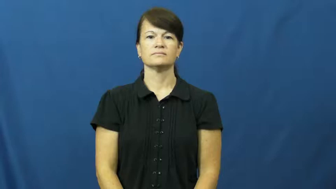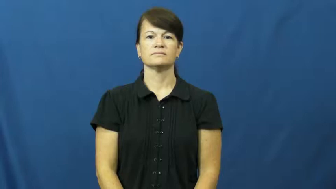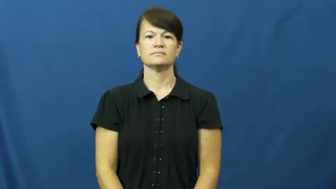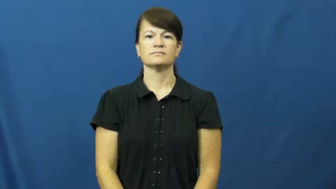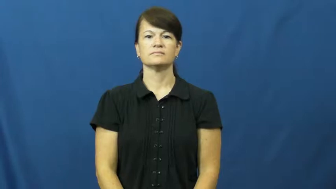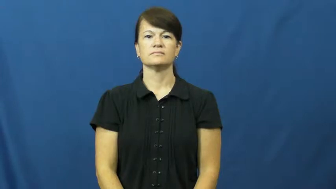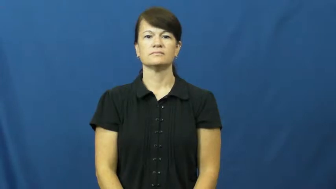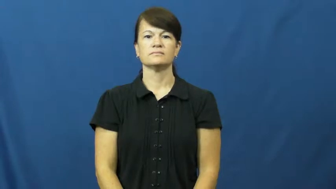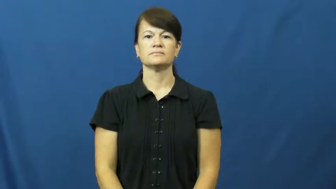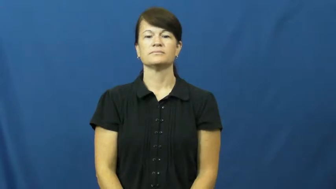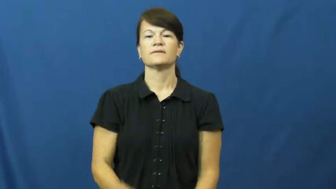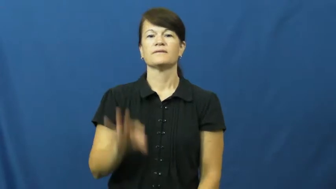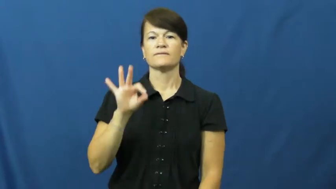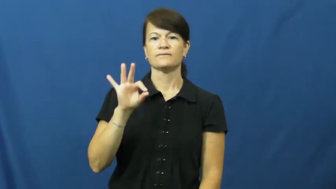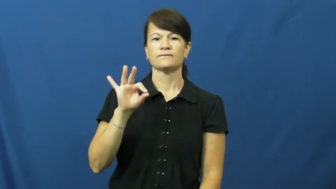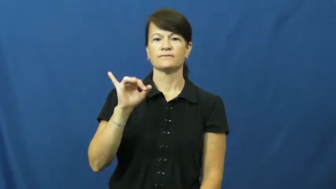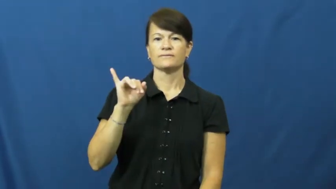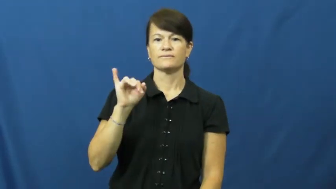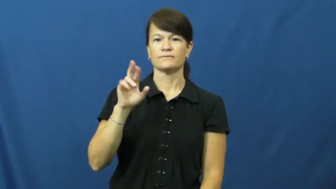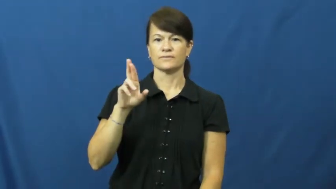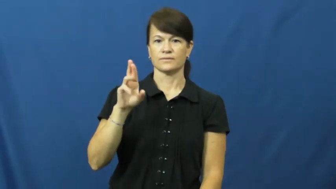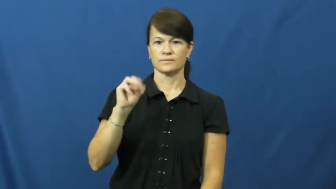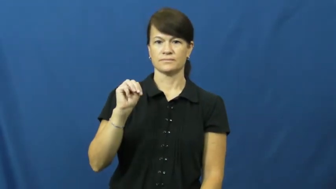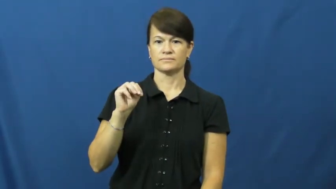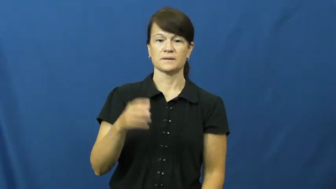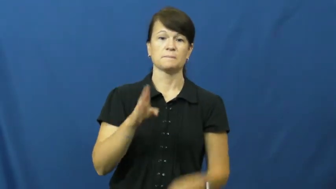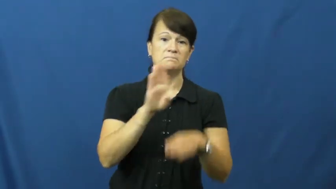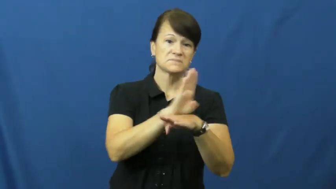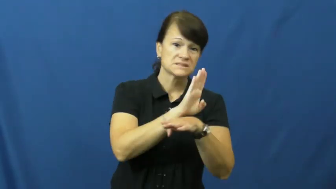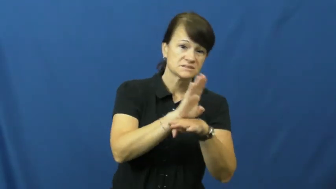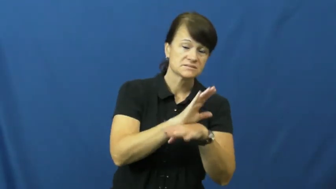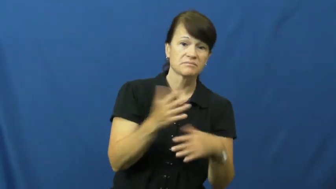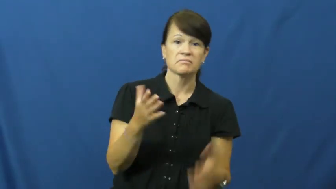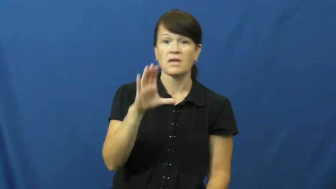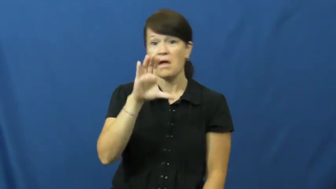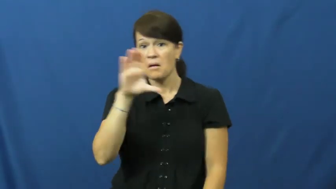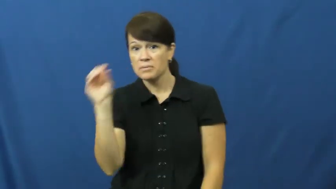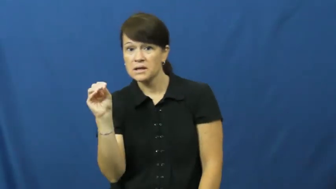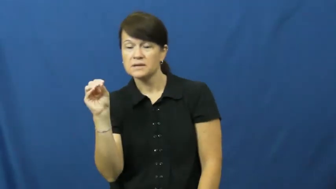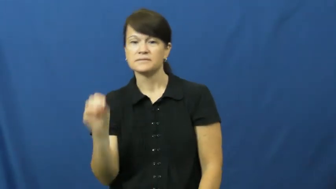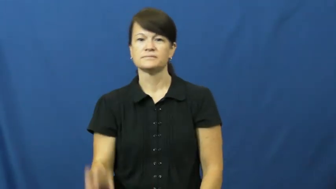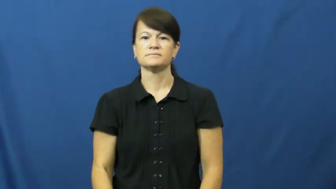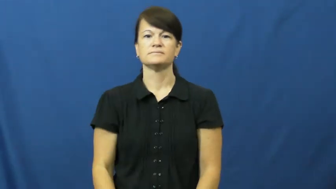firm-company